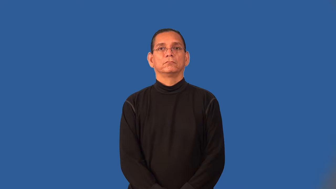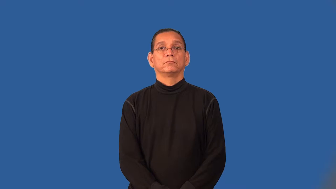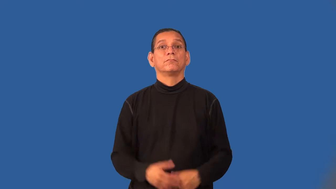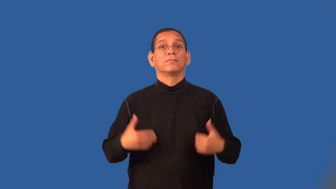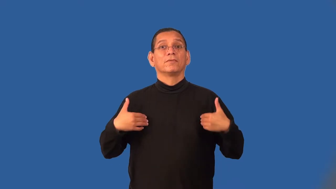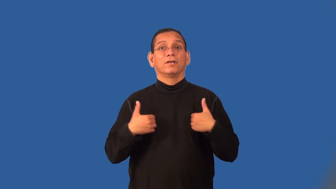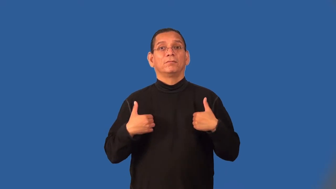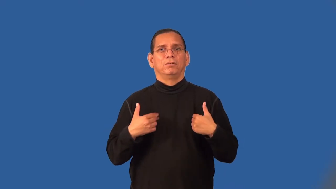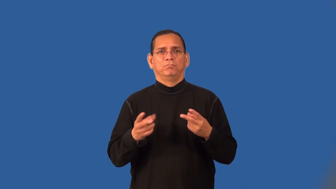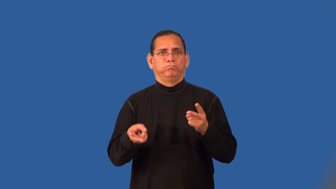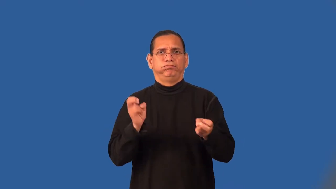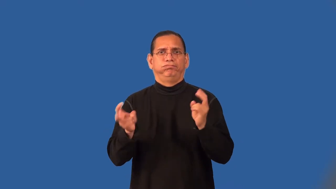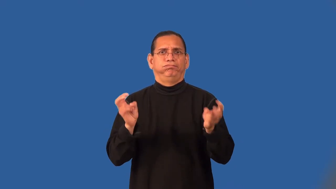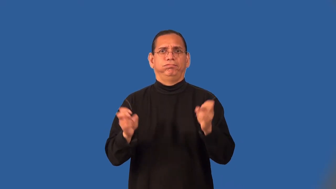rustle-steal